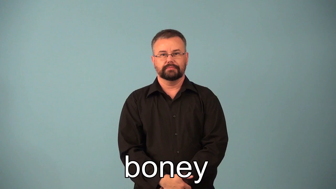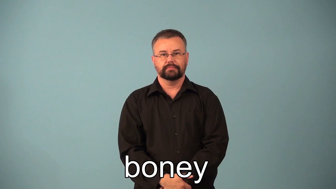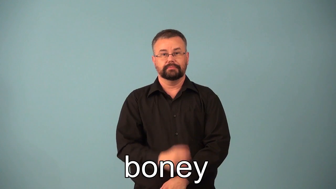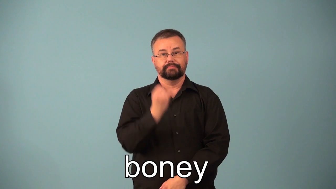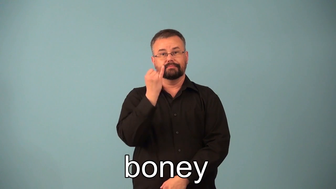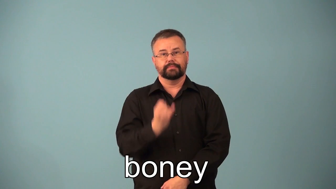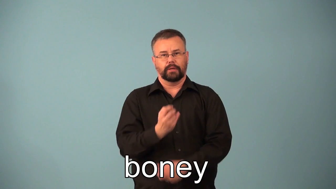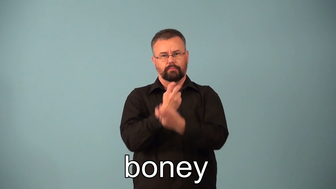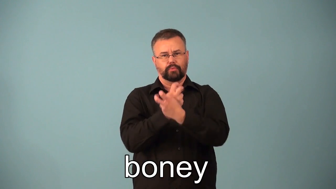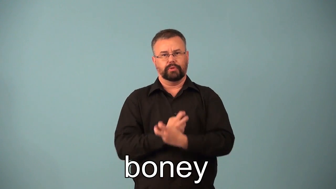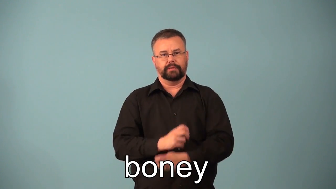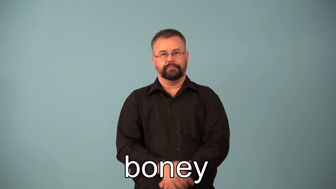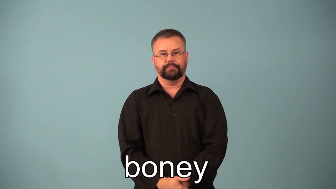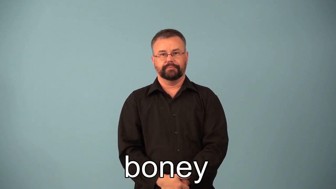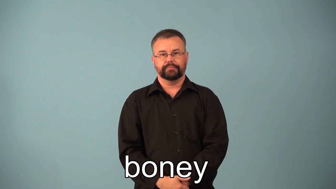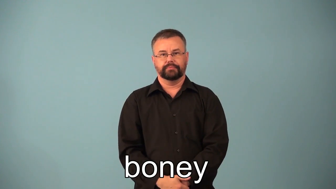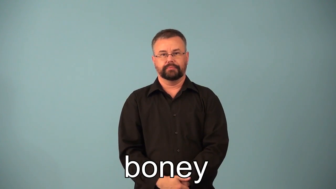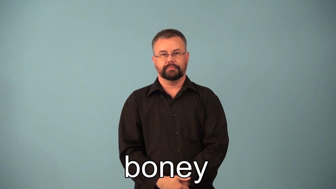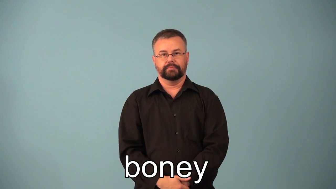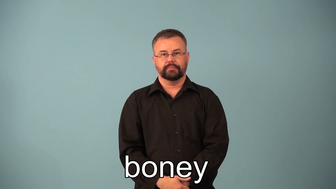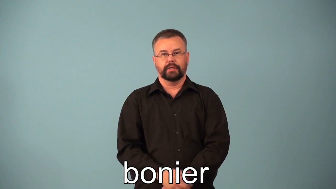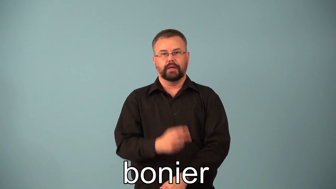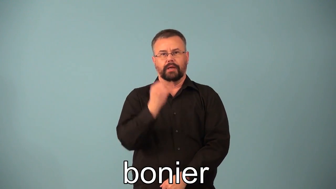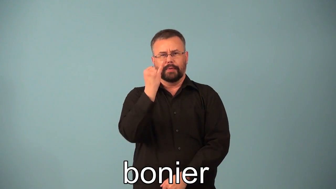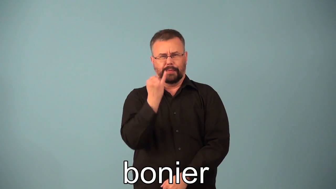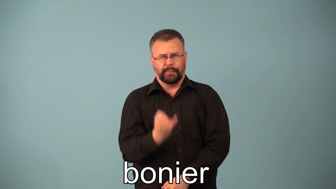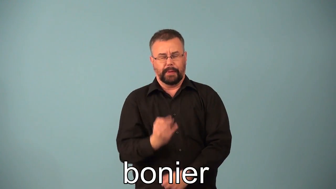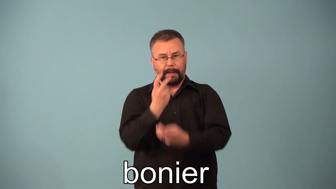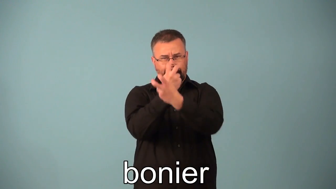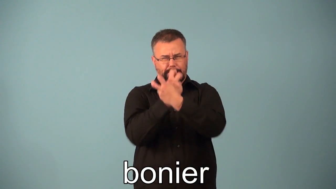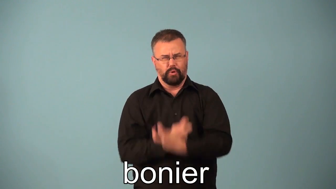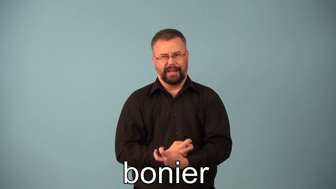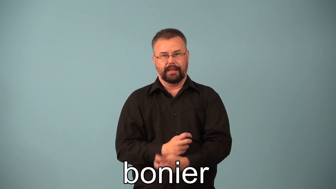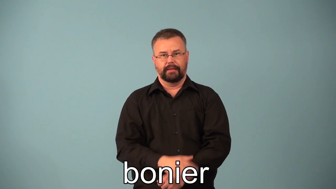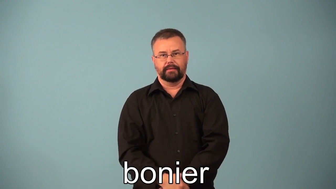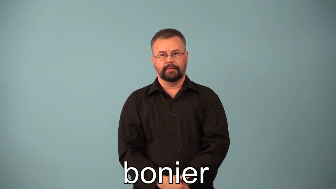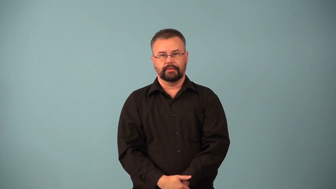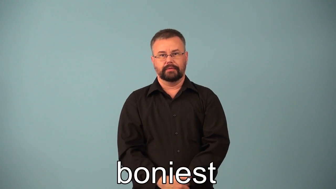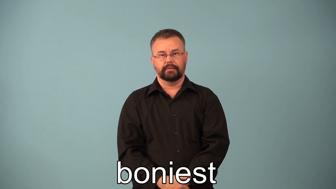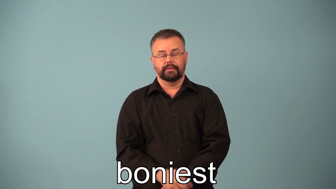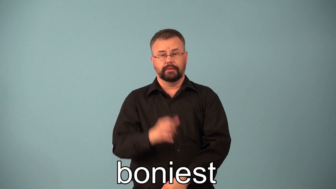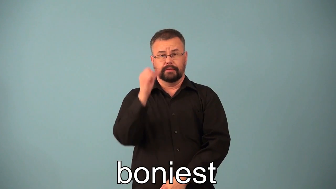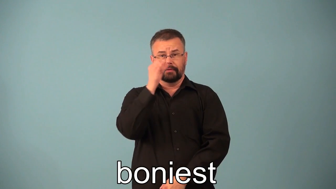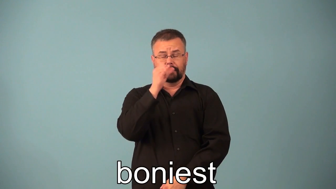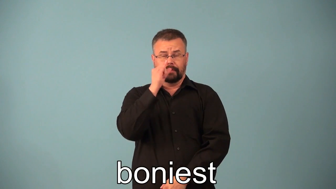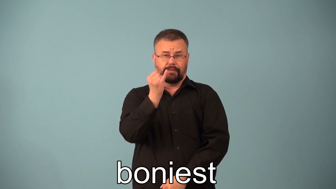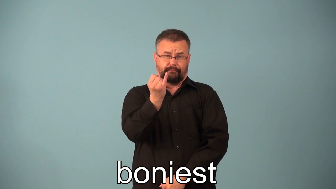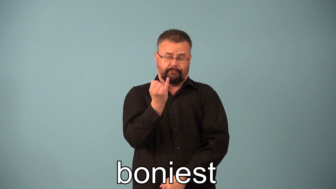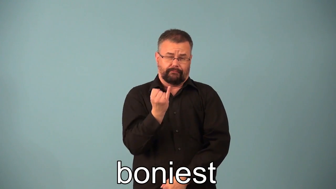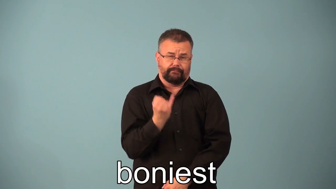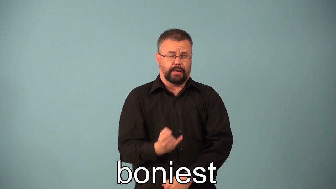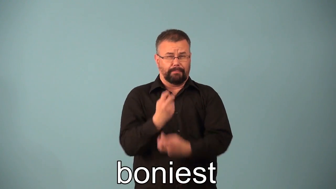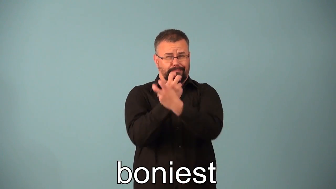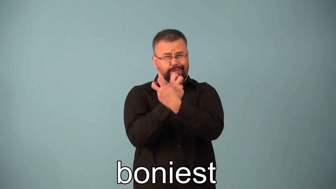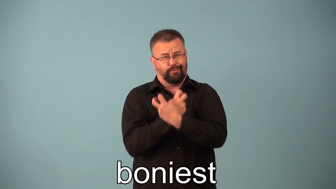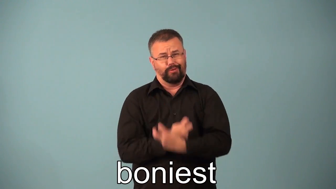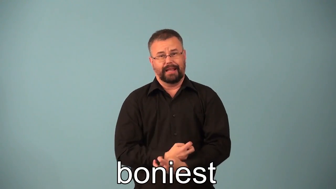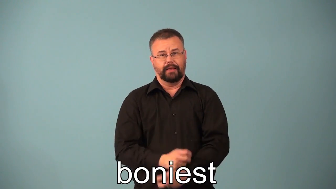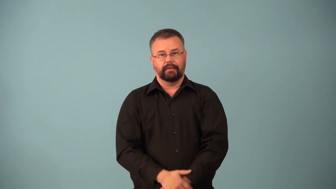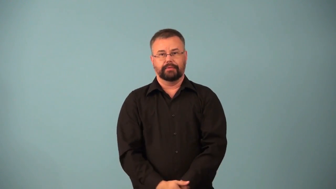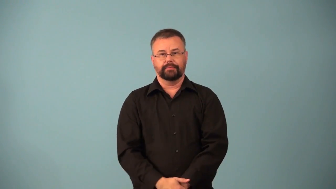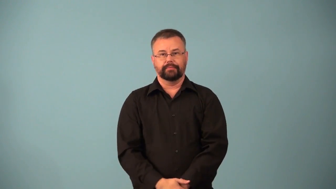bonier,boniest